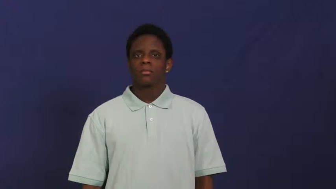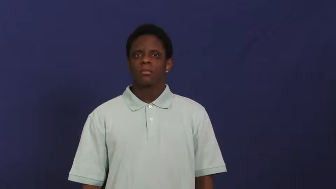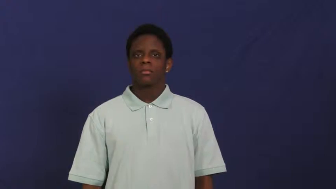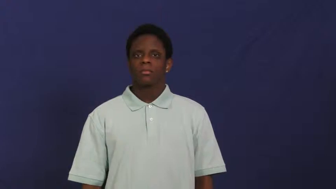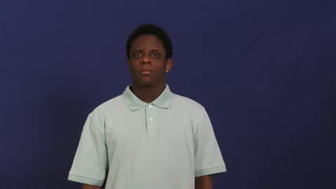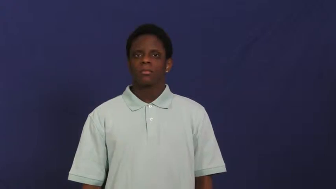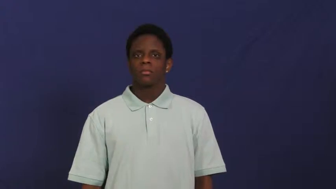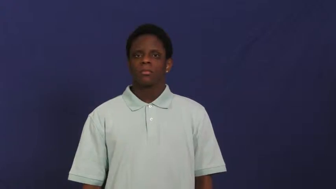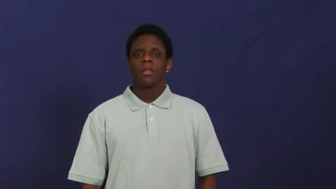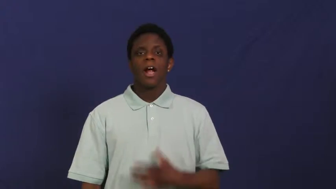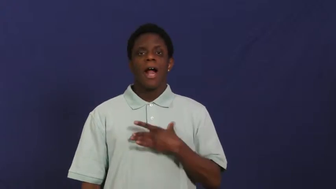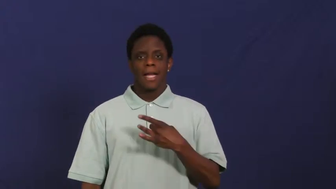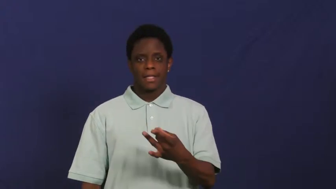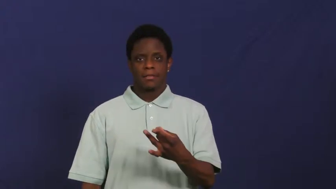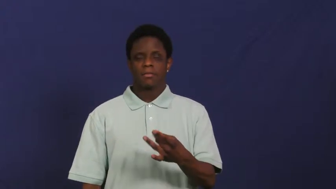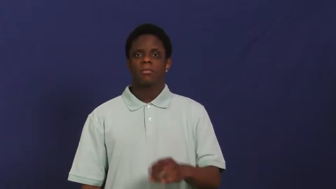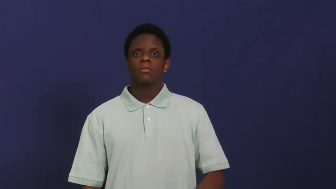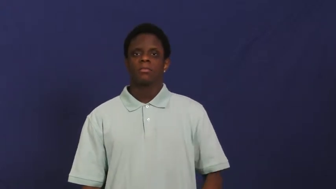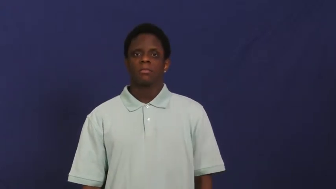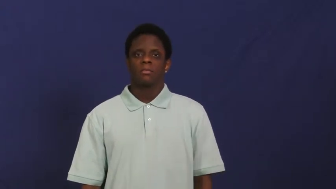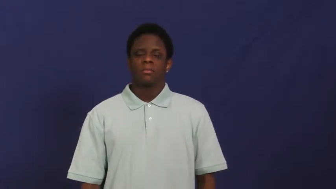taken with-like